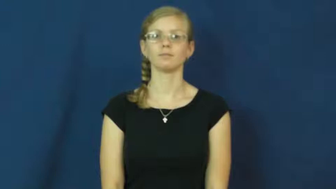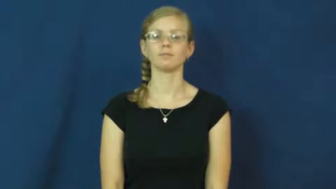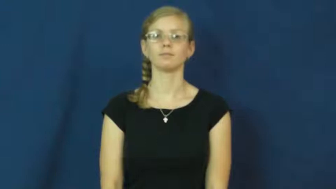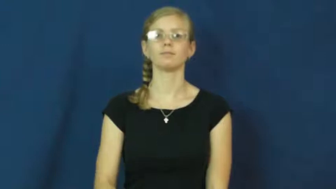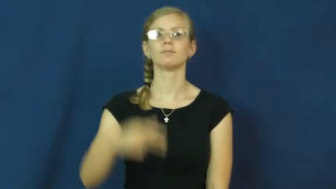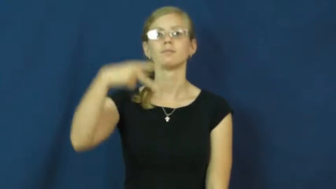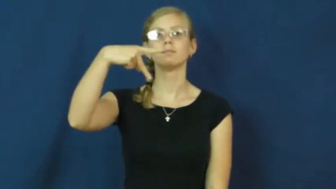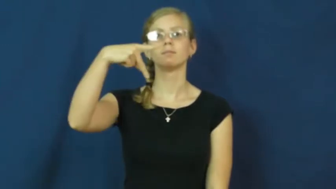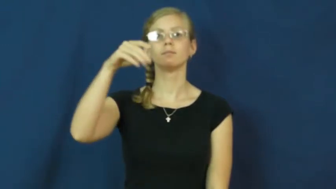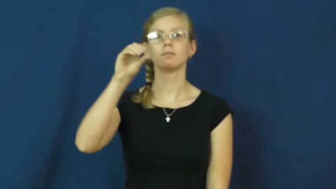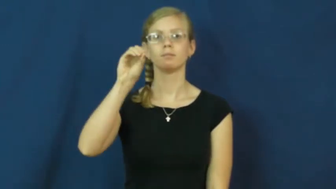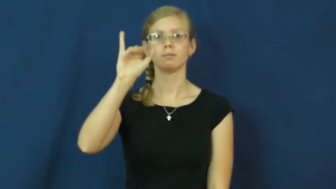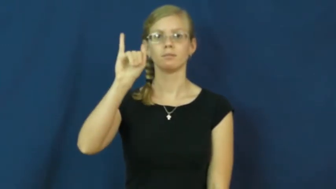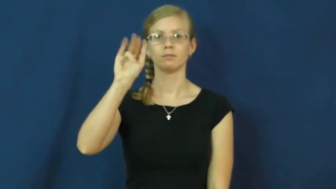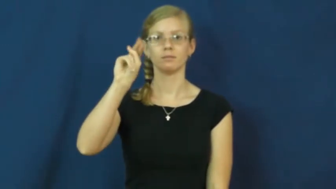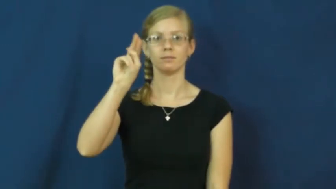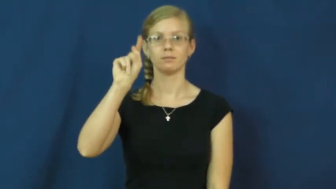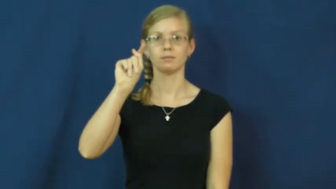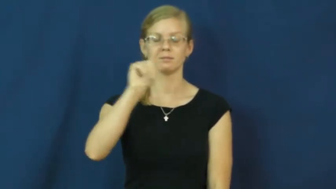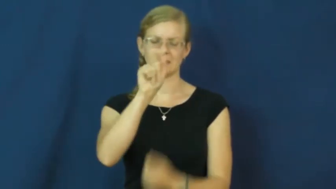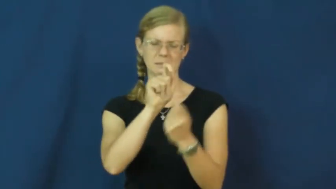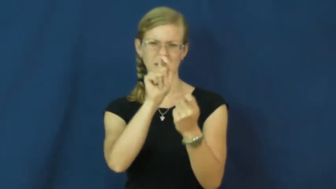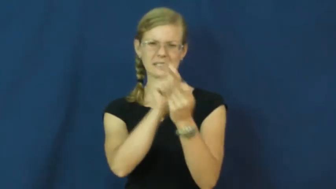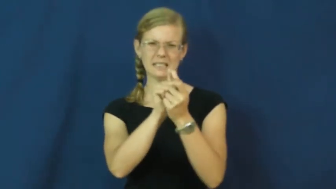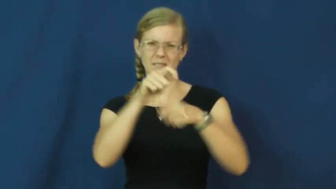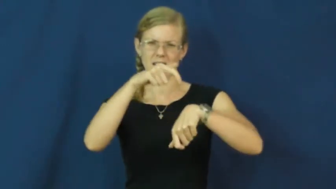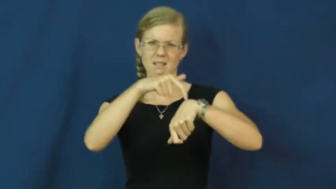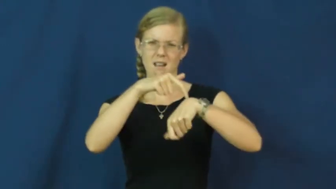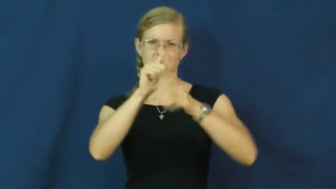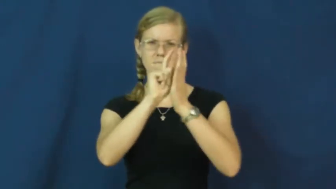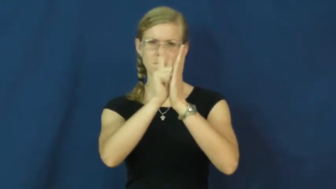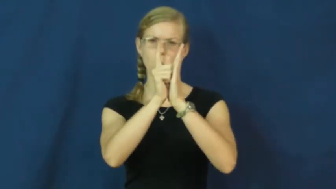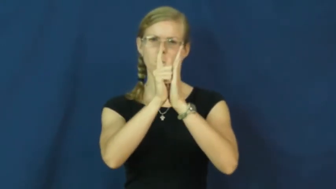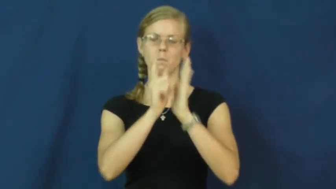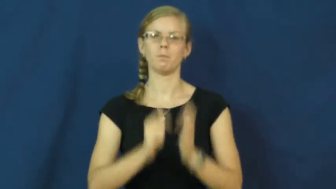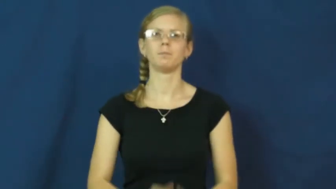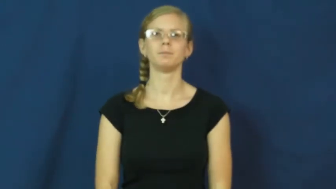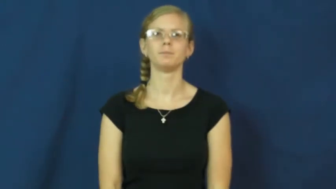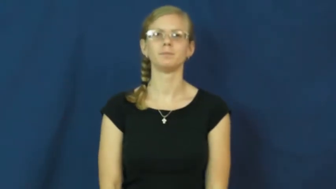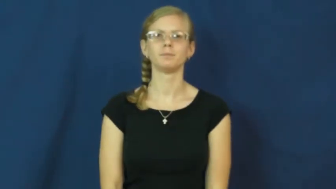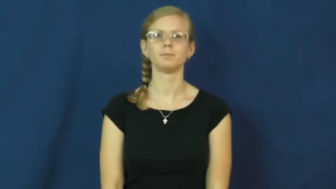point-time